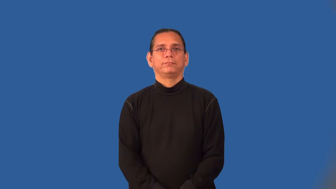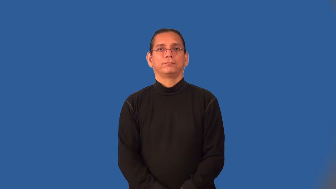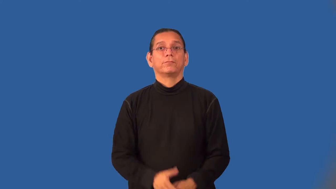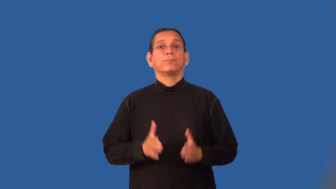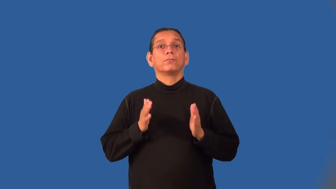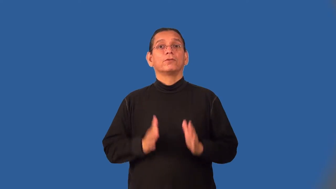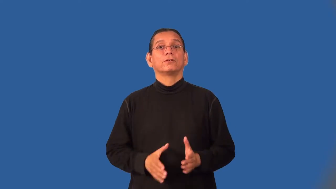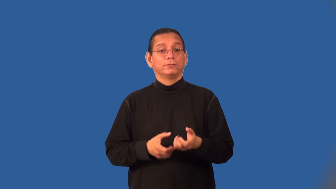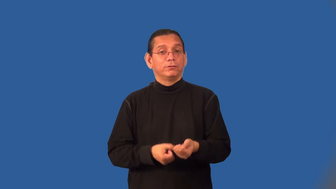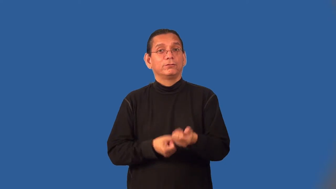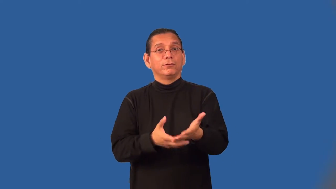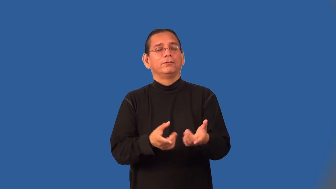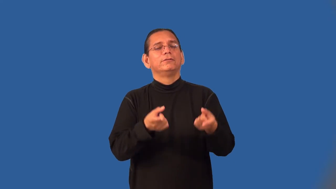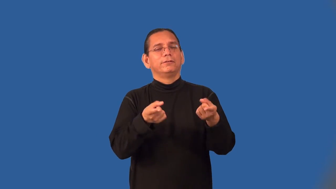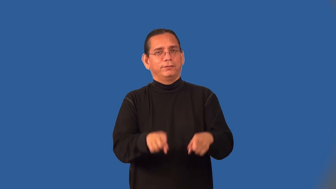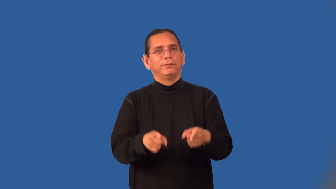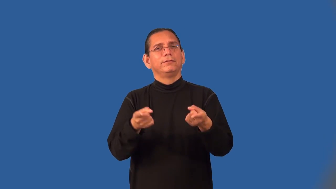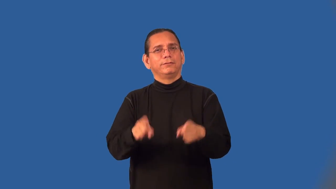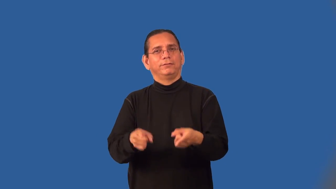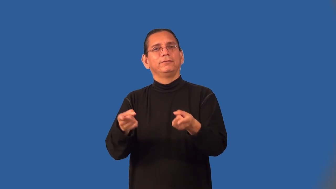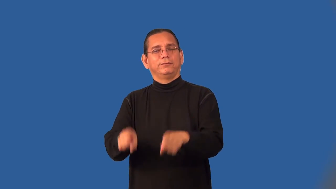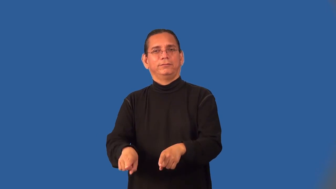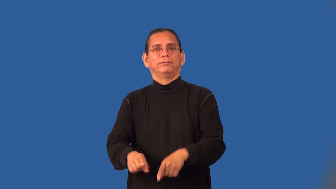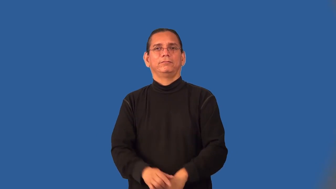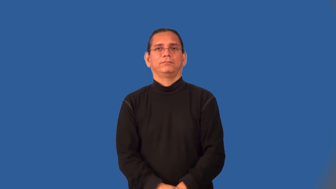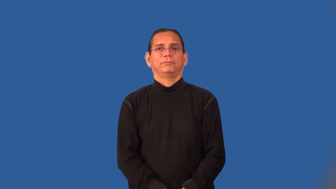facilatator